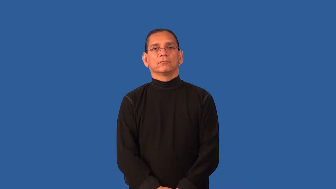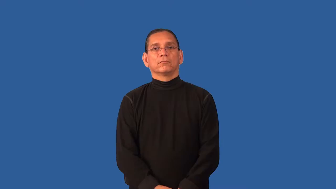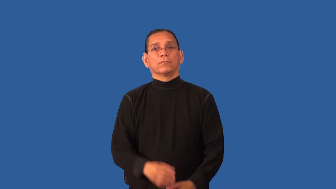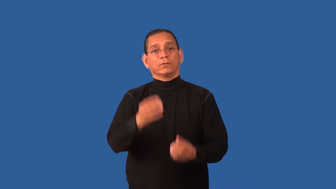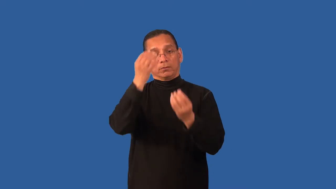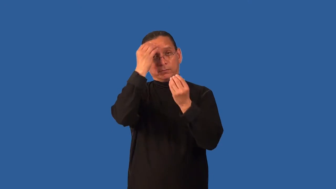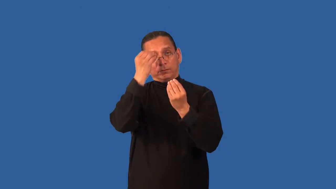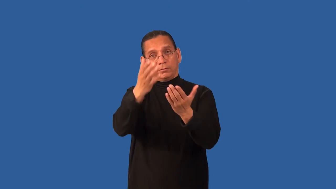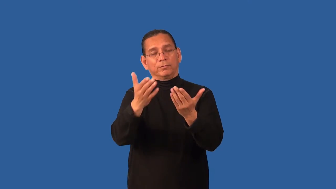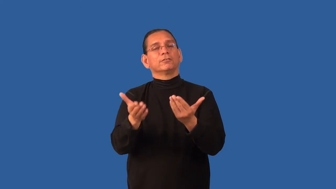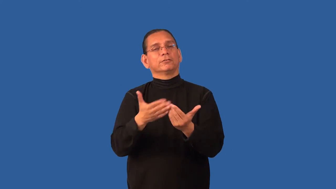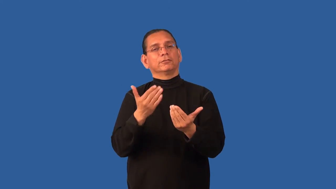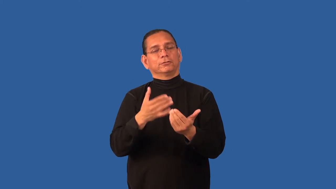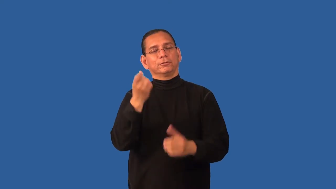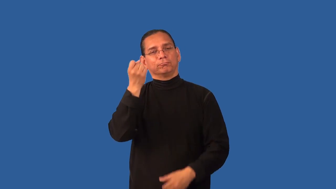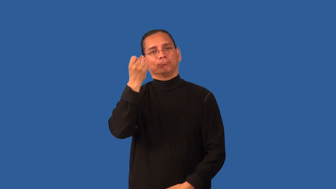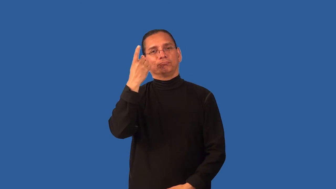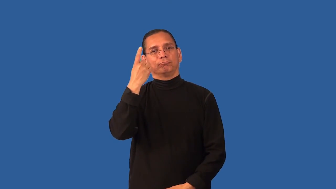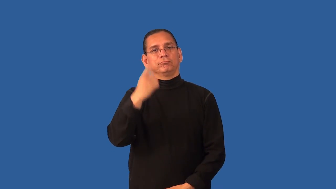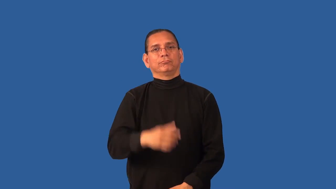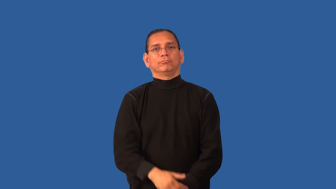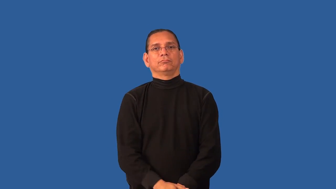digestible-information